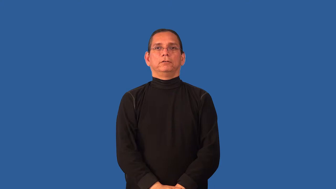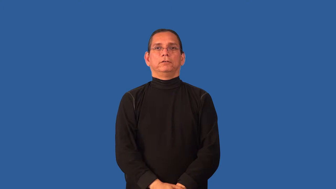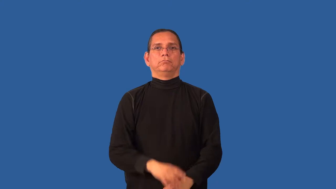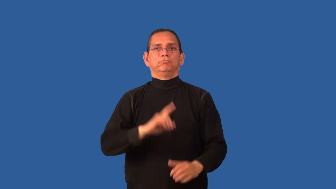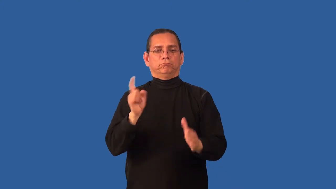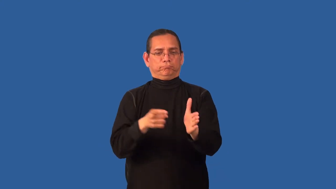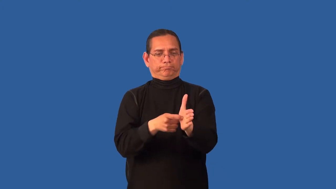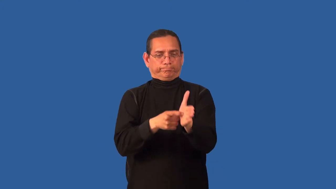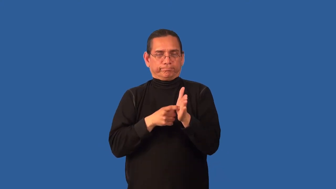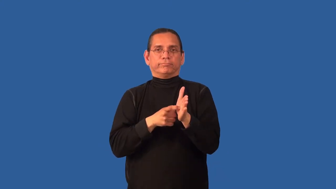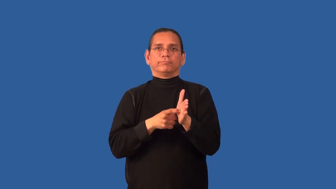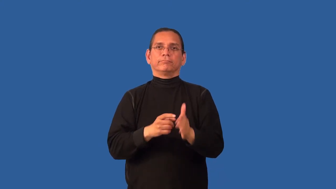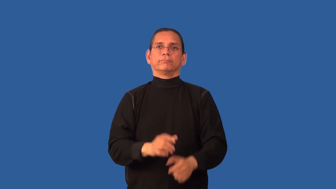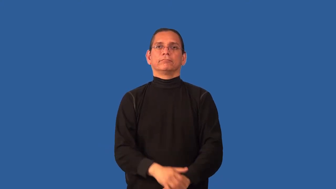command-demand